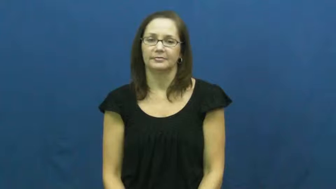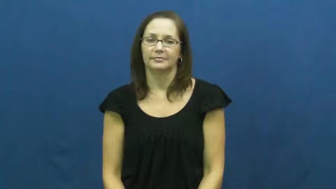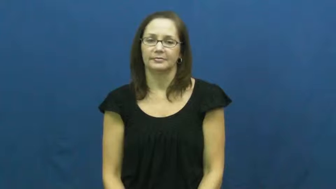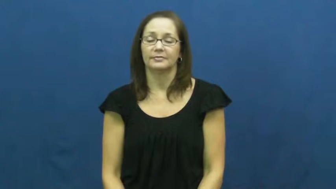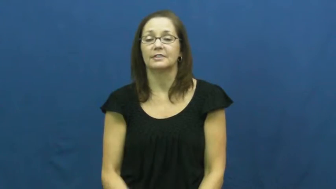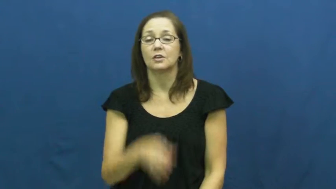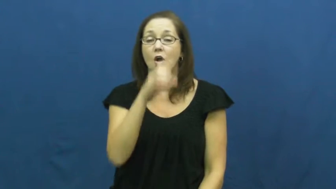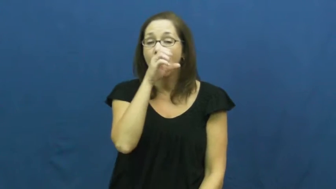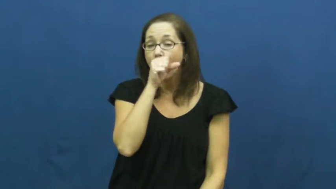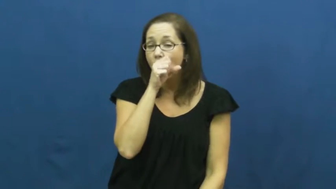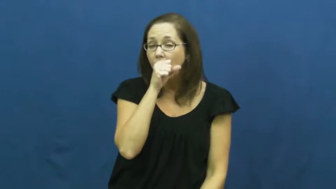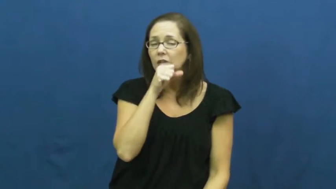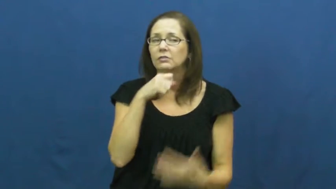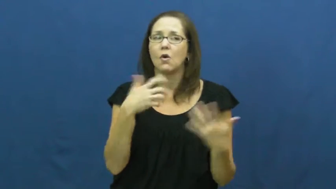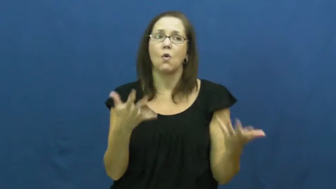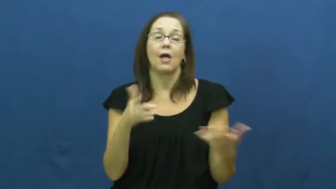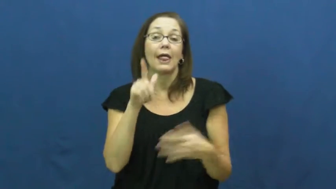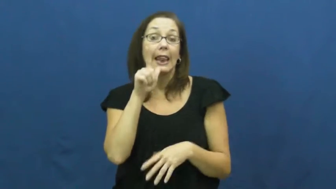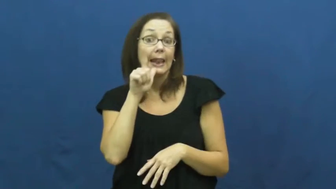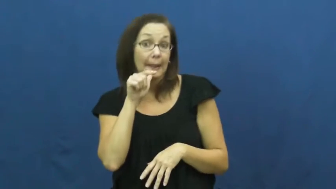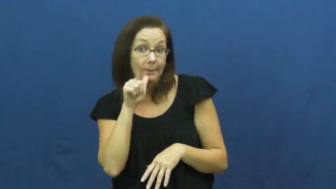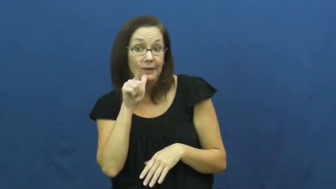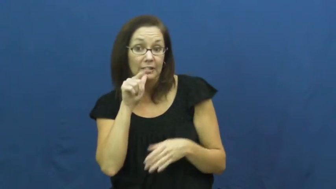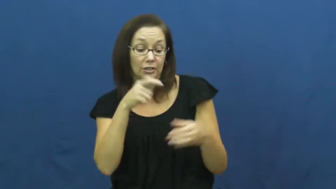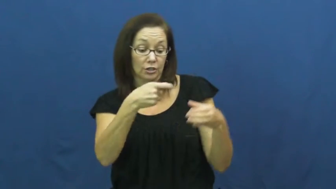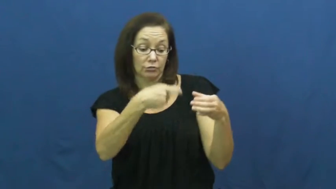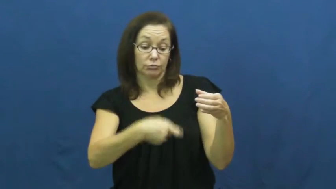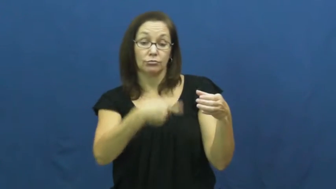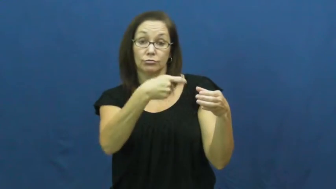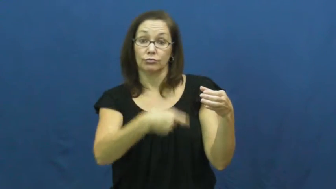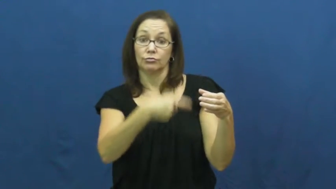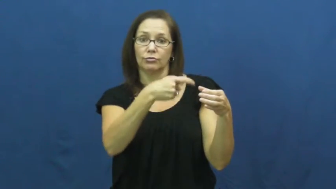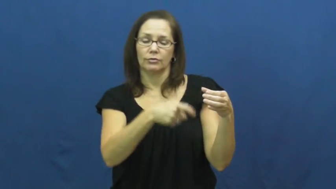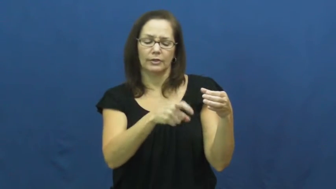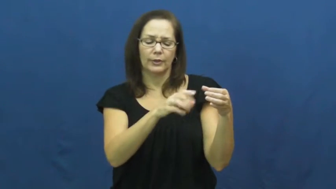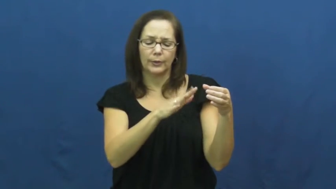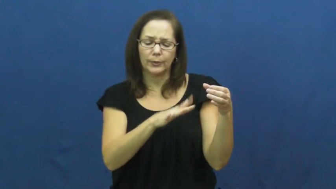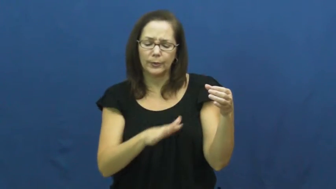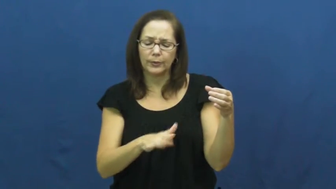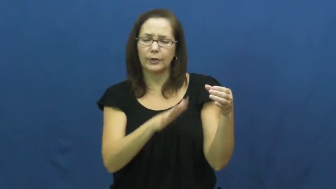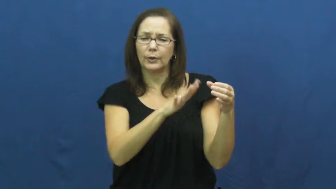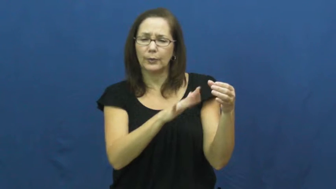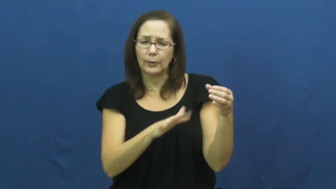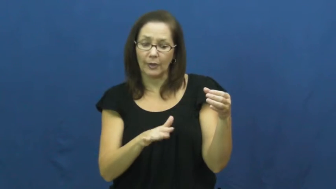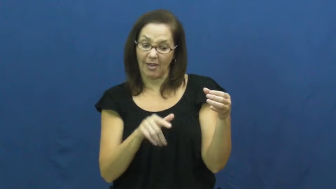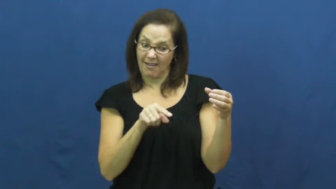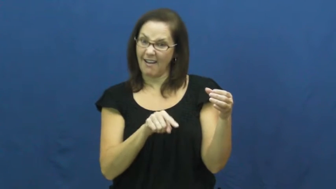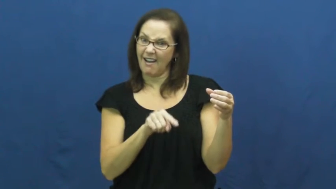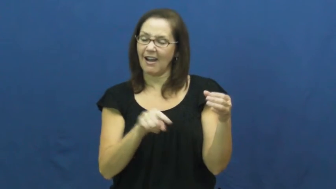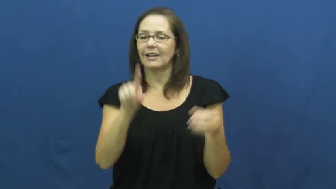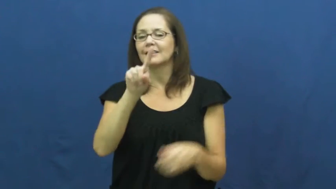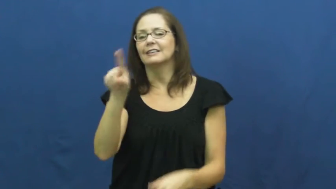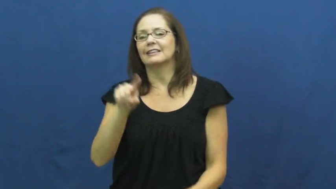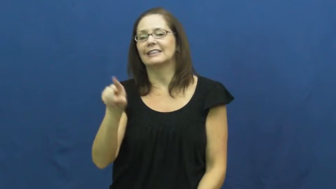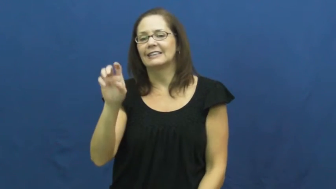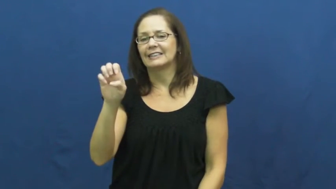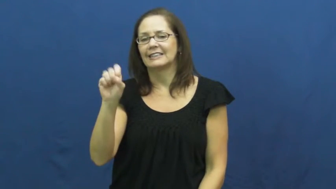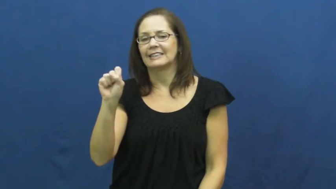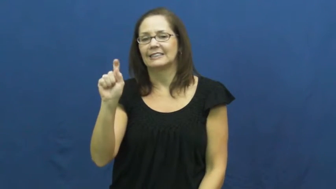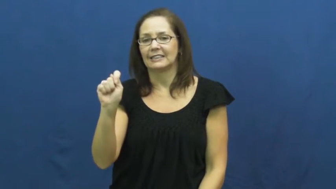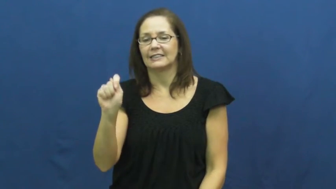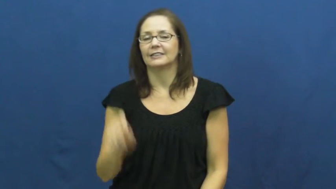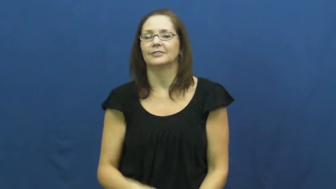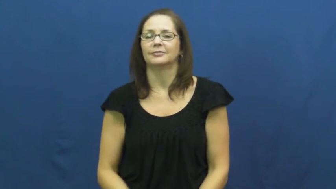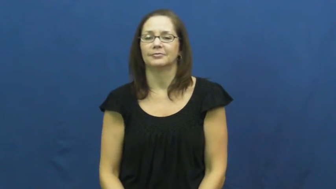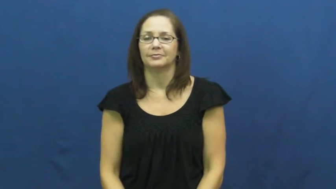zest,peel